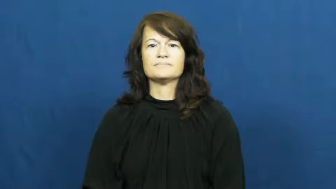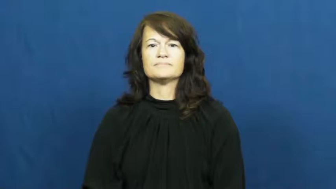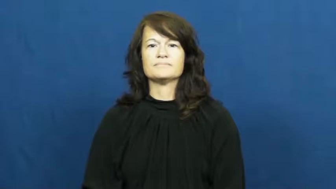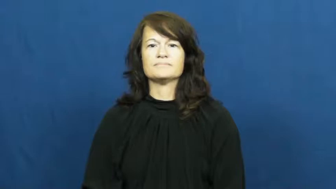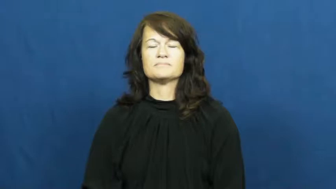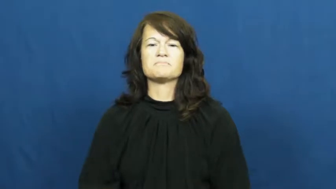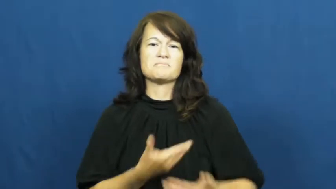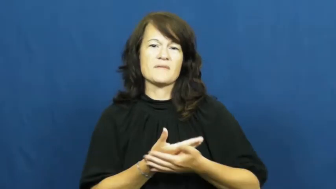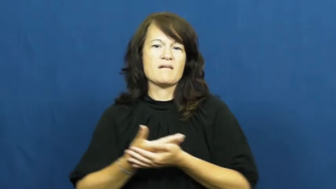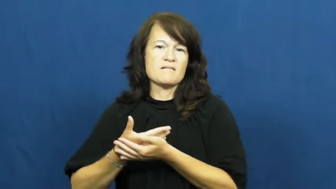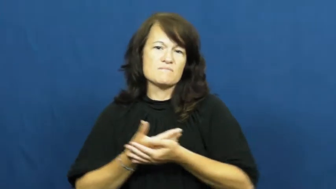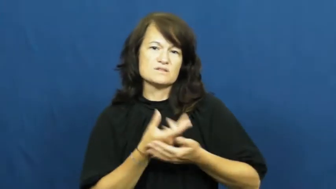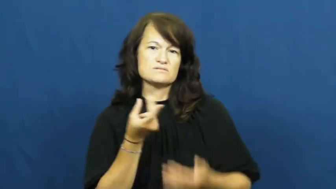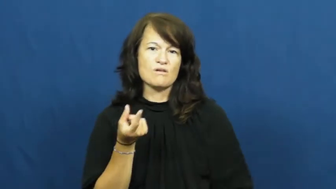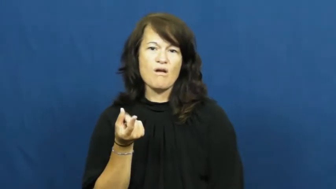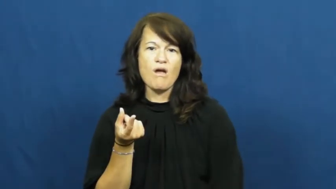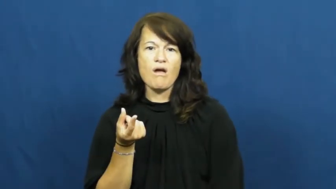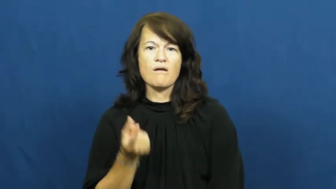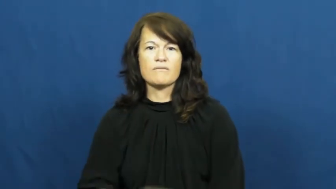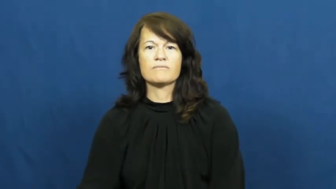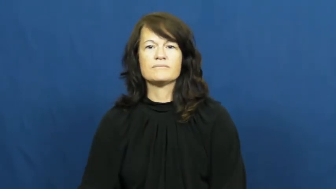puppy